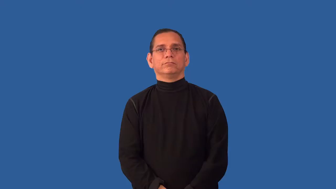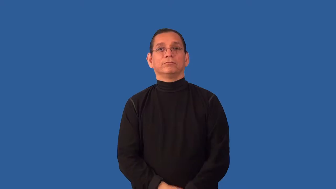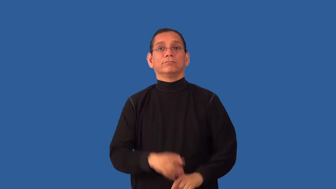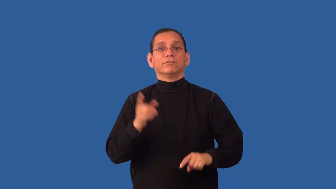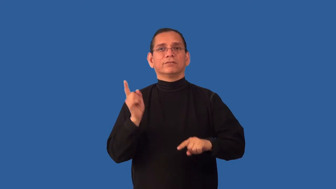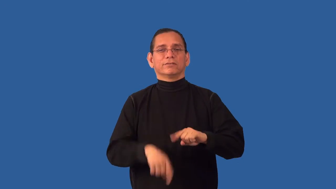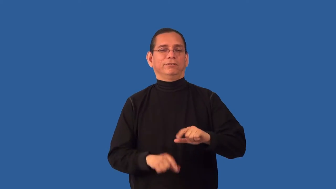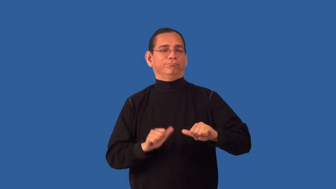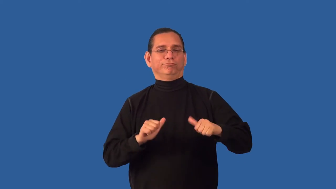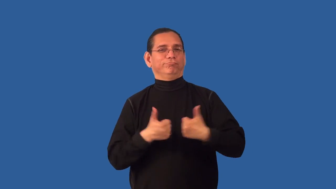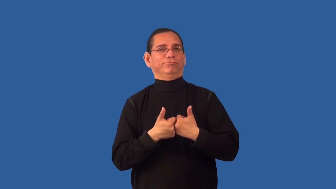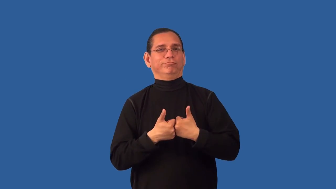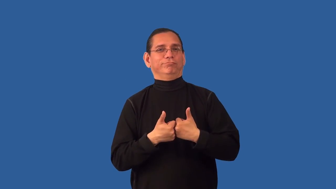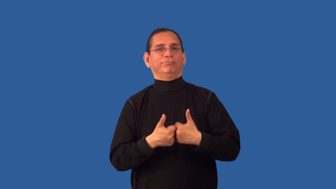unchallengeable